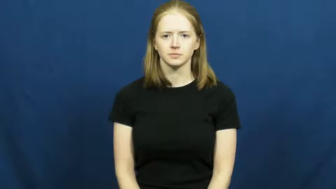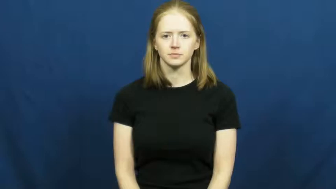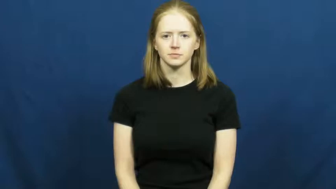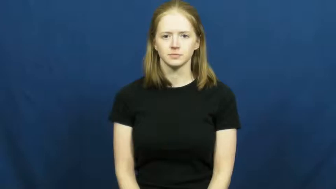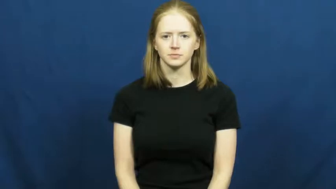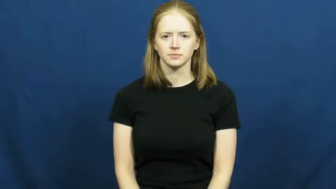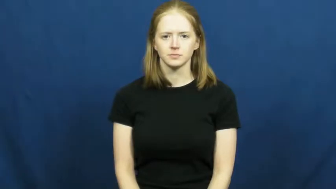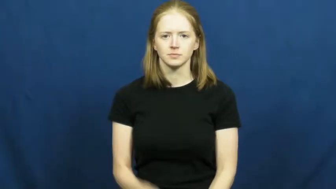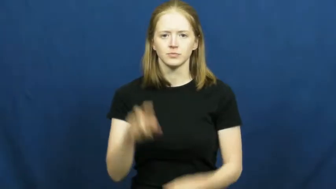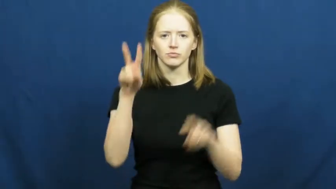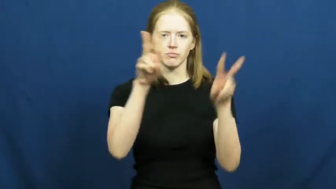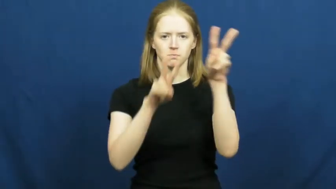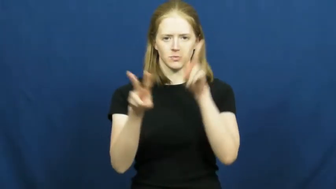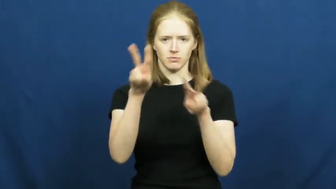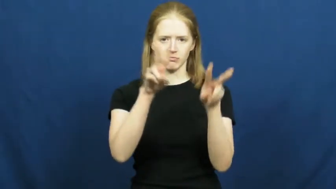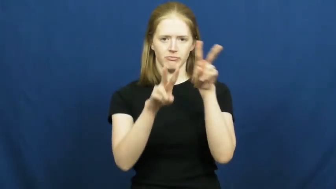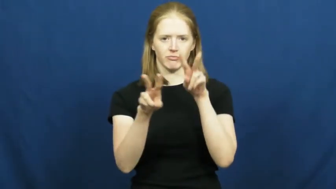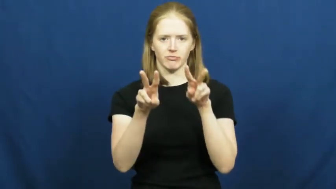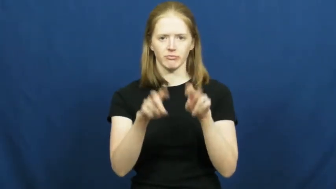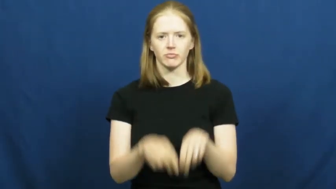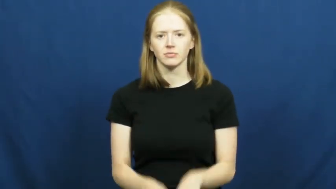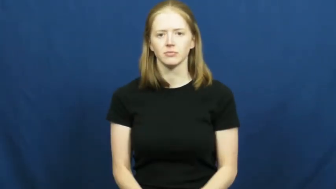observe